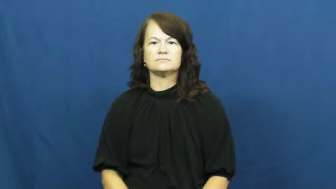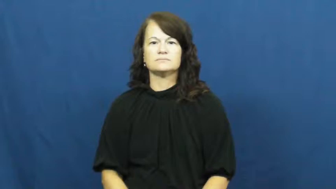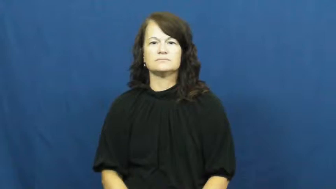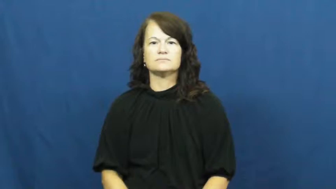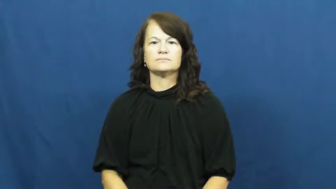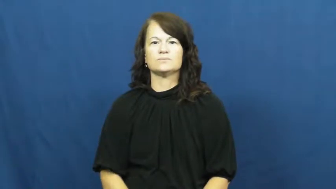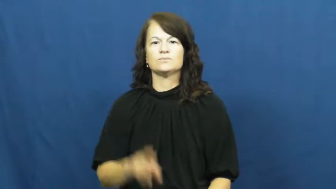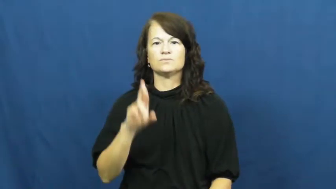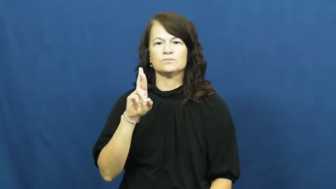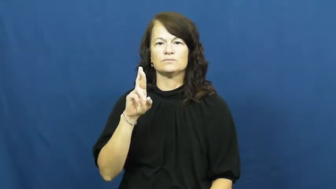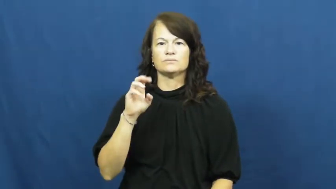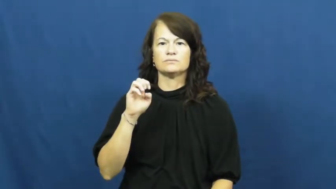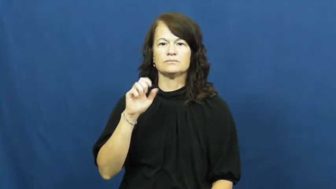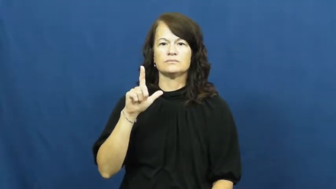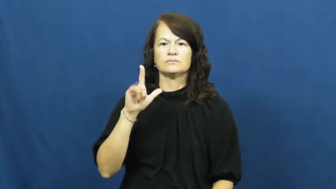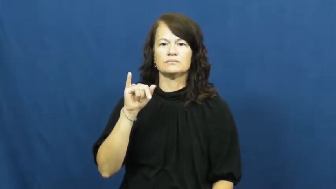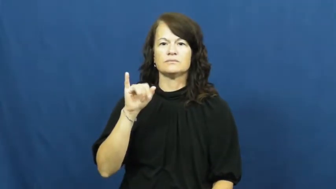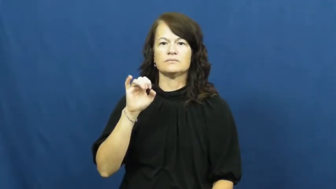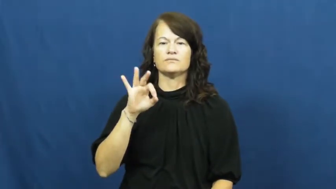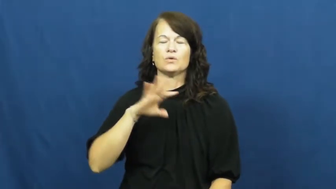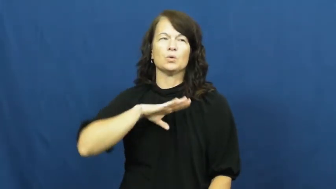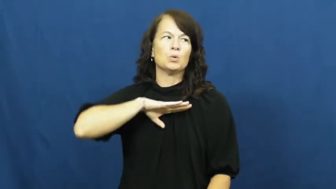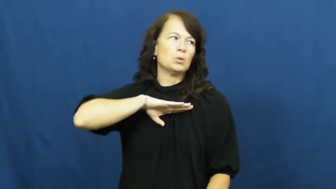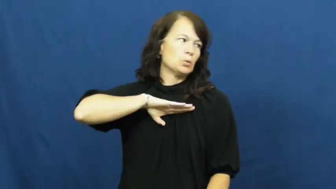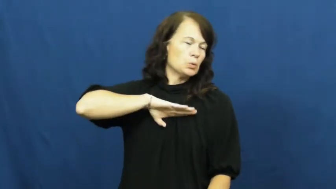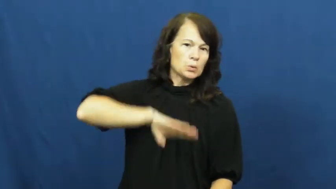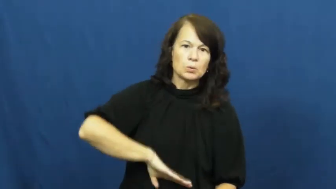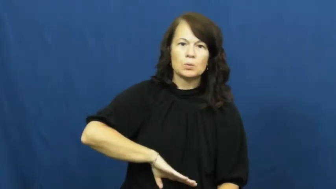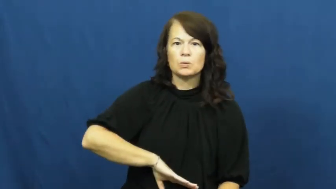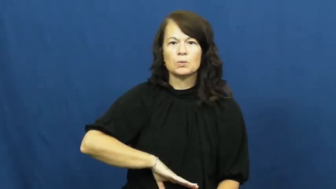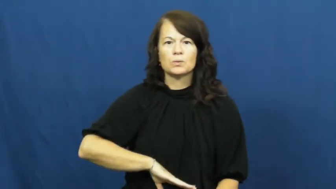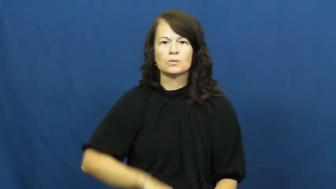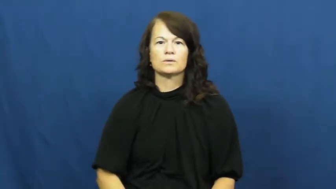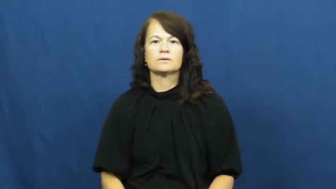relief